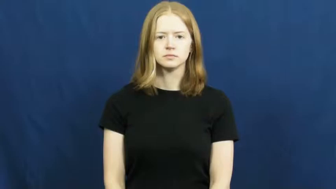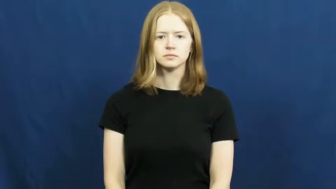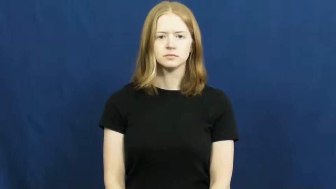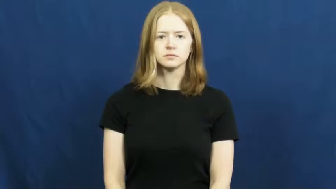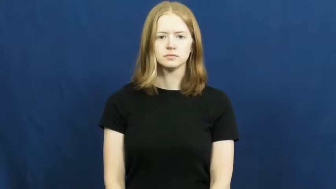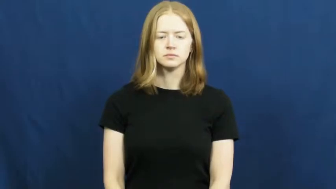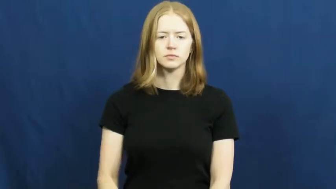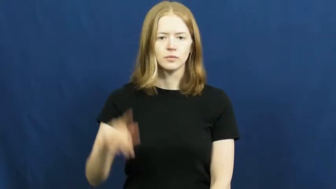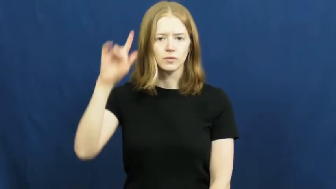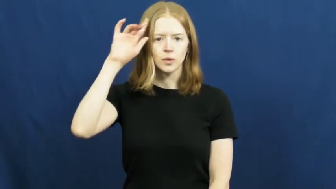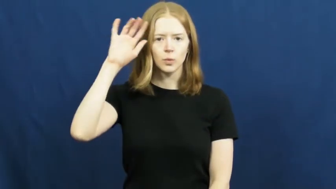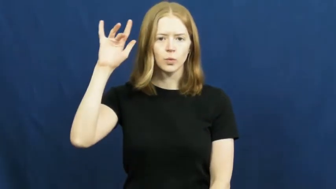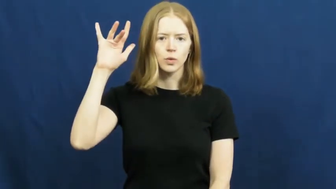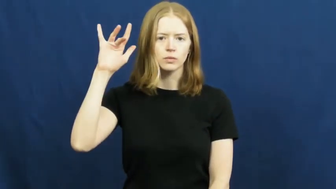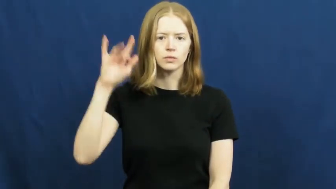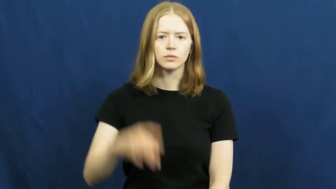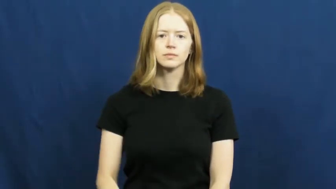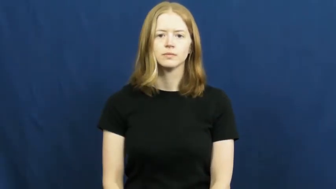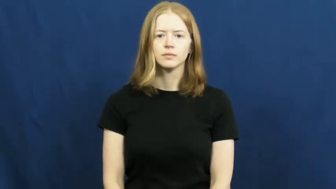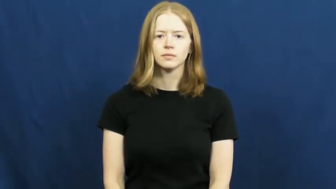quarter-25 cent